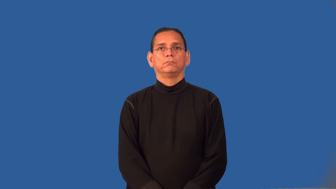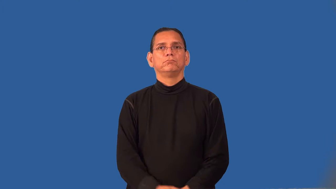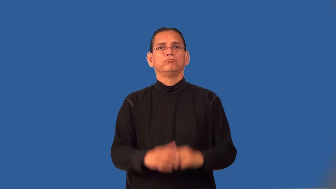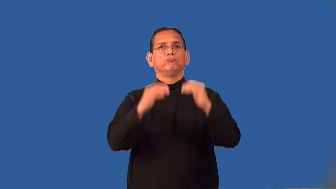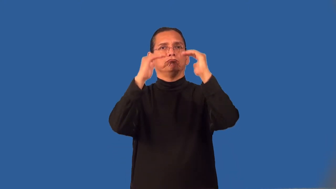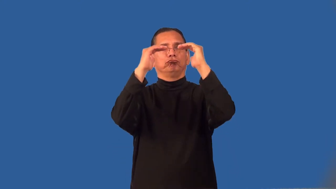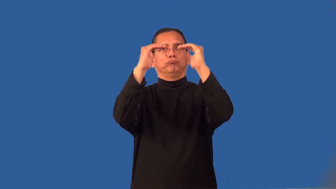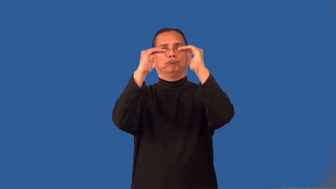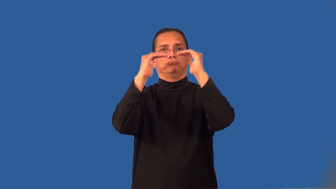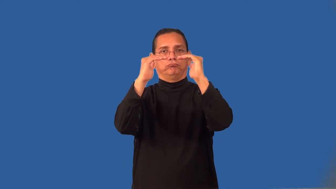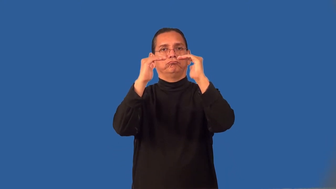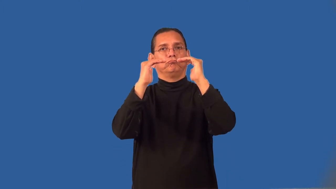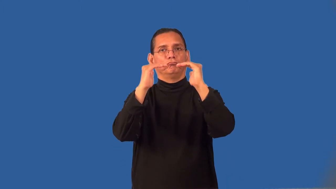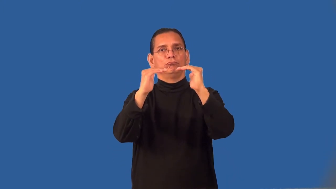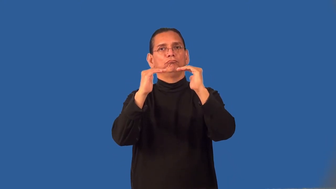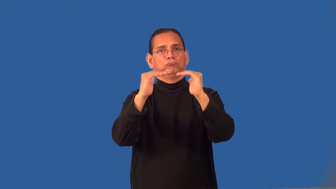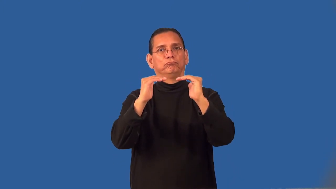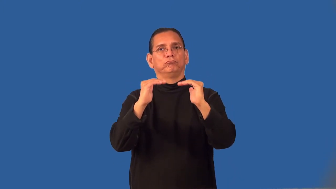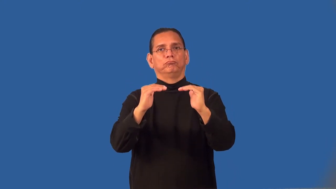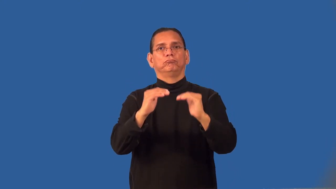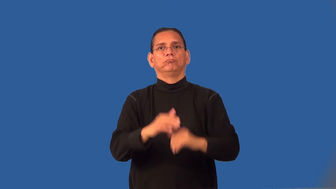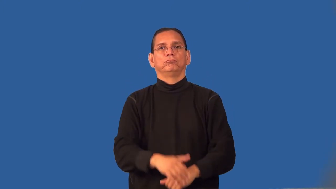ranking,rating,standings